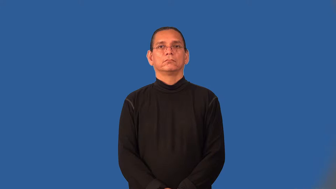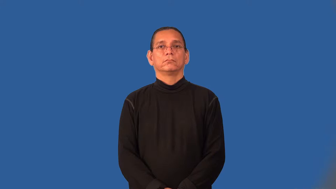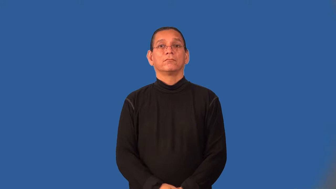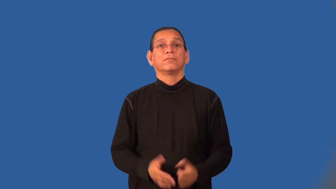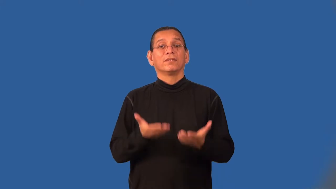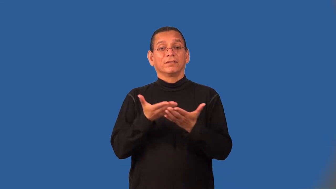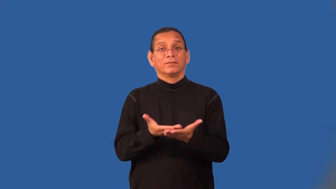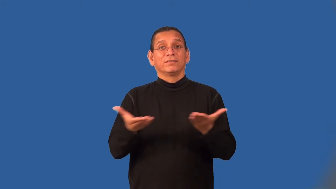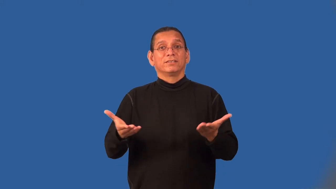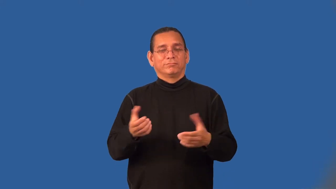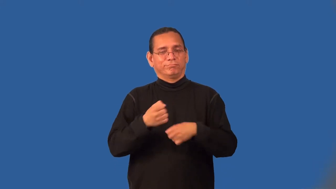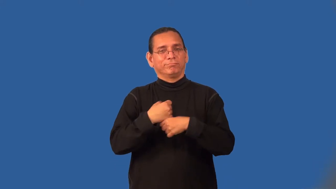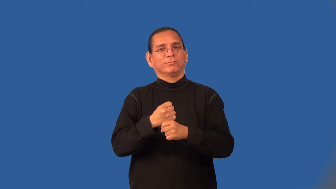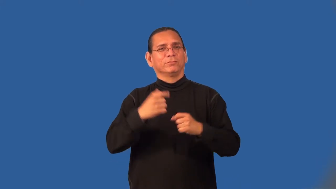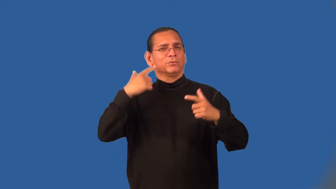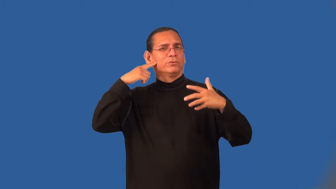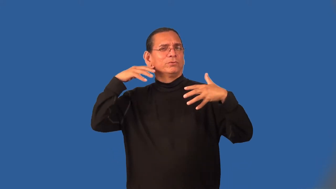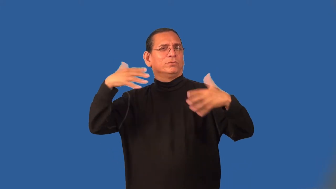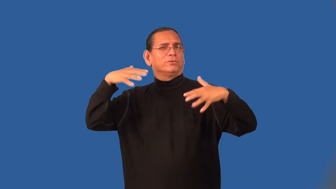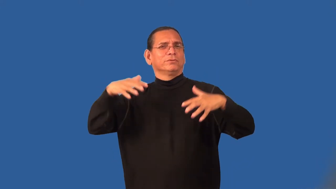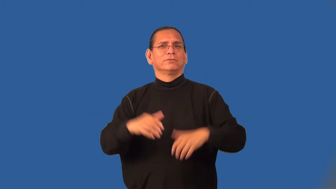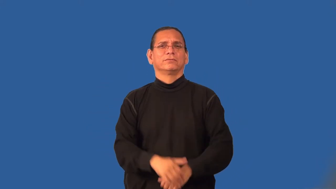noisemaker